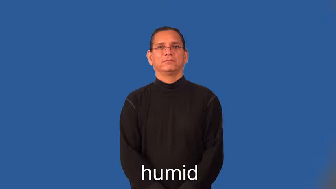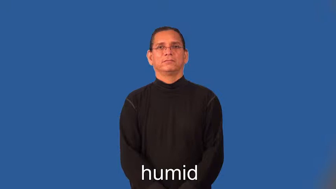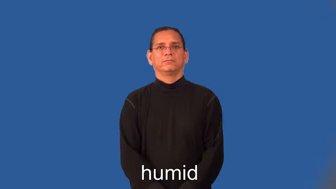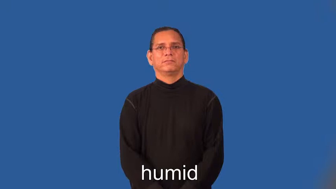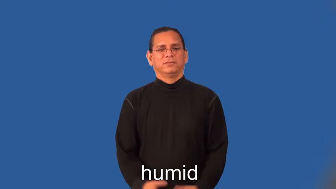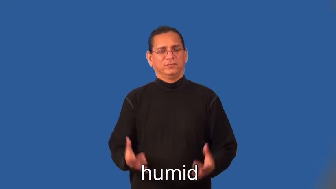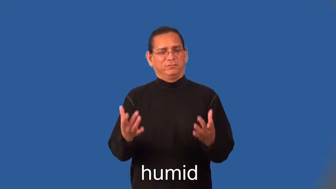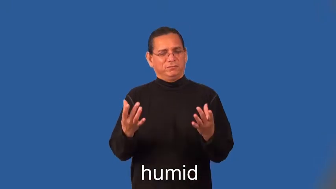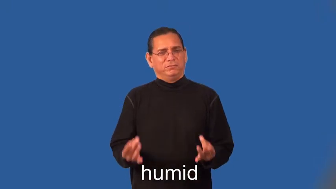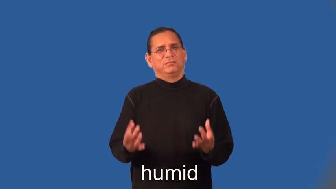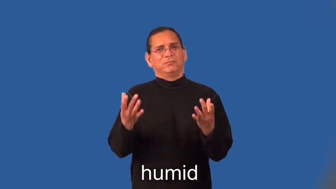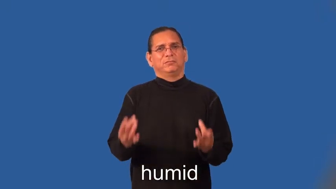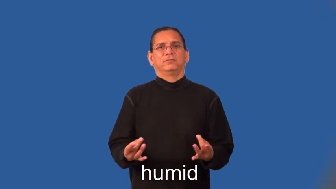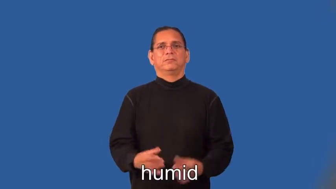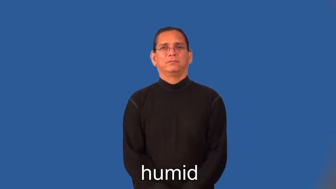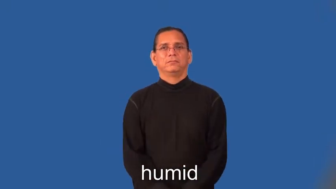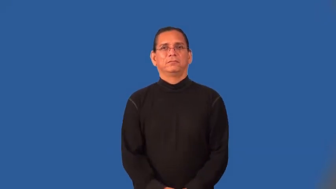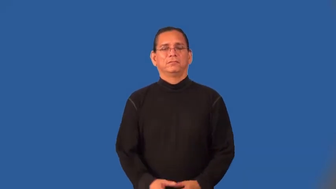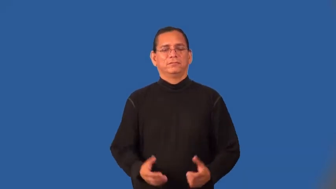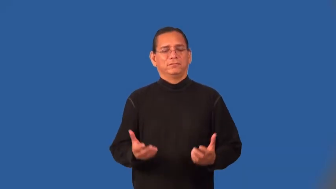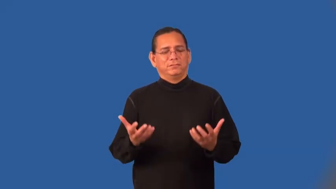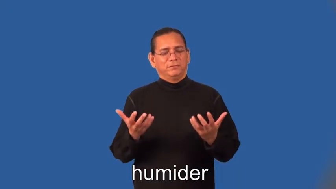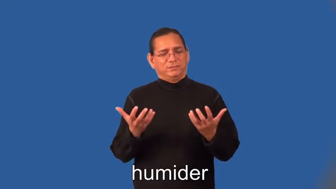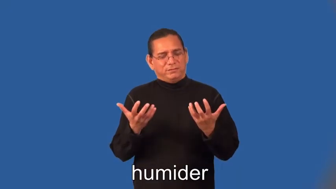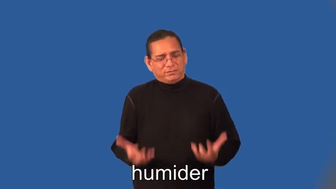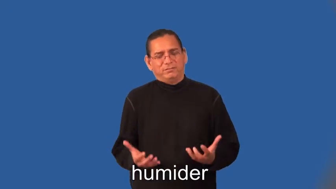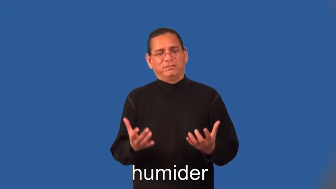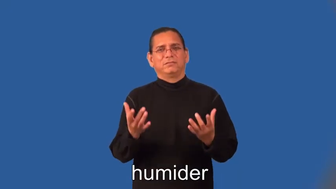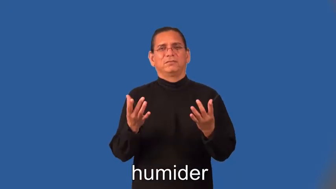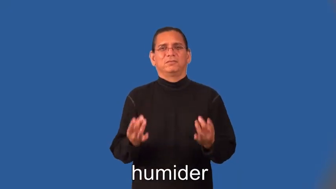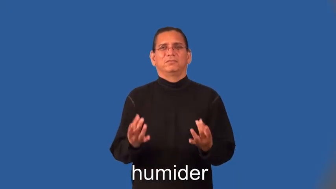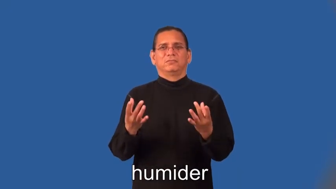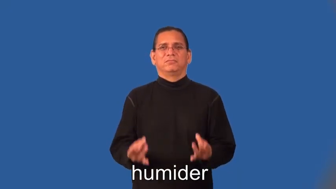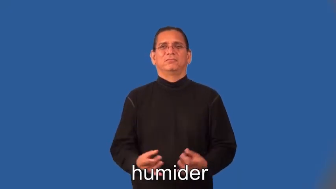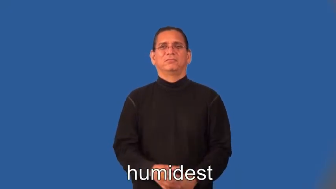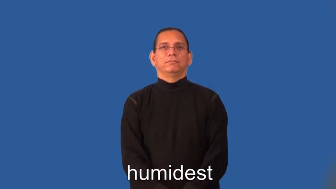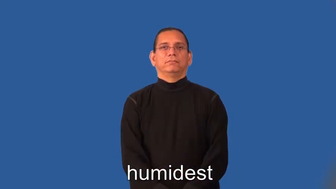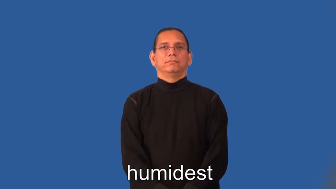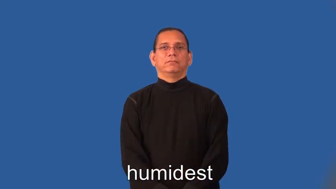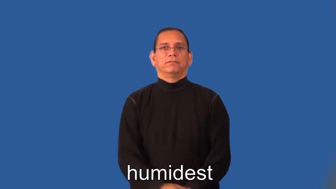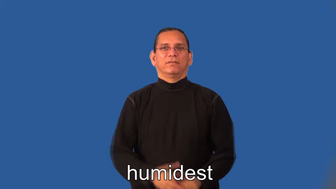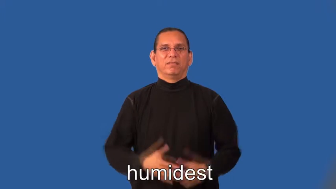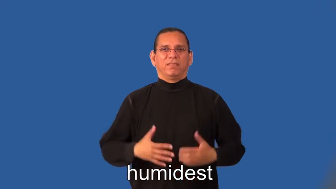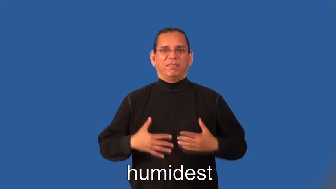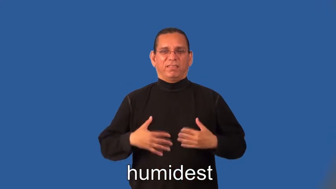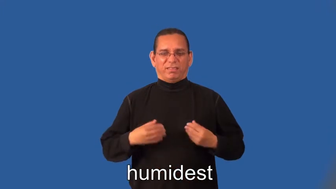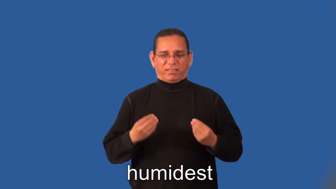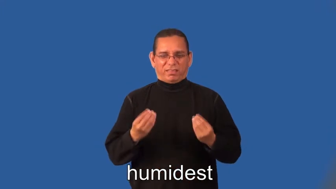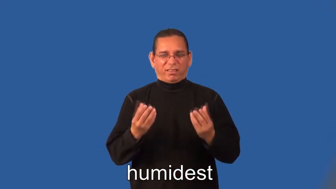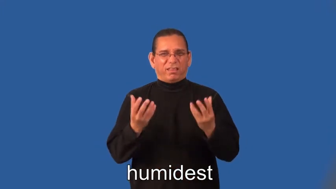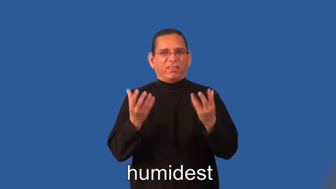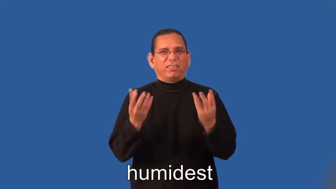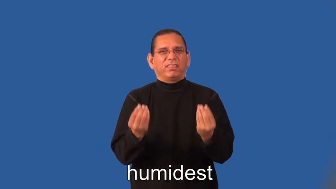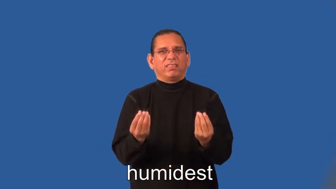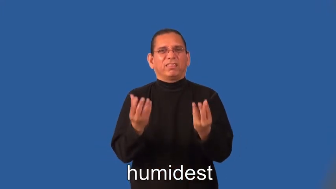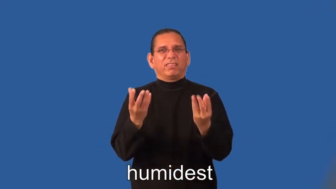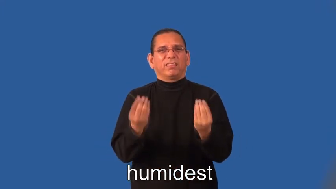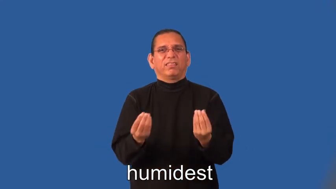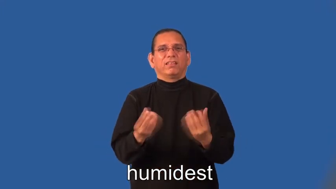humider,humidest